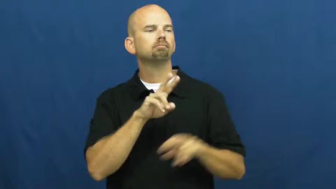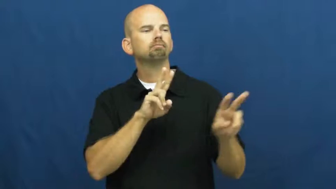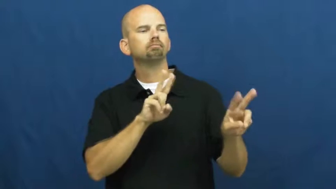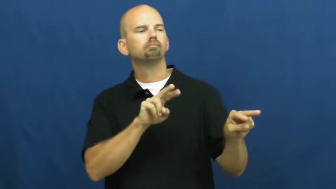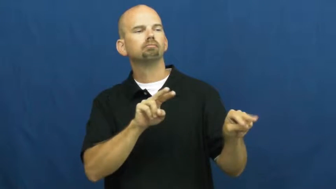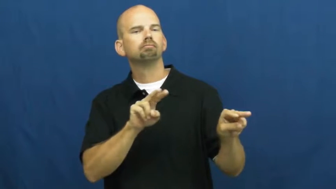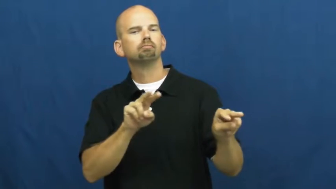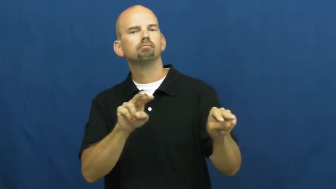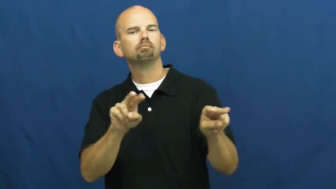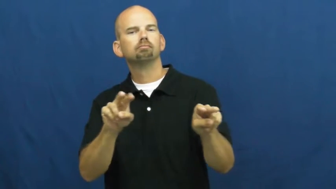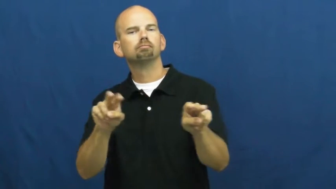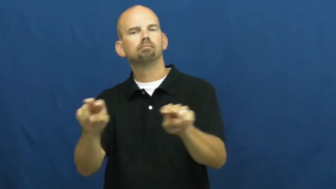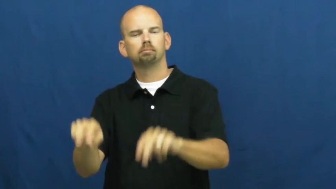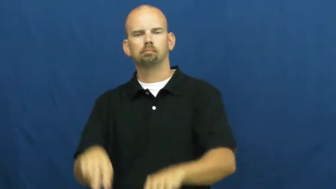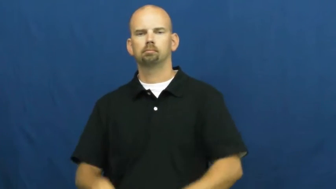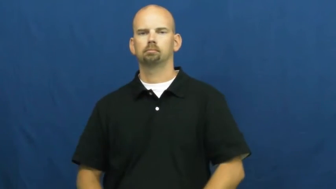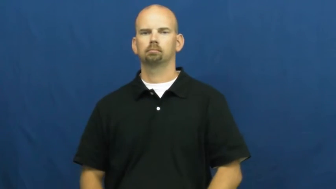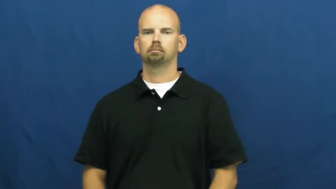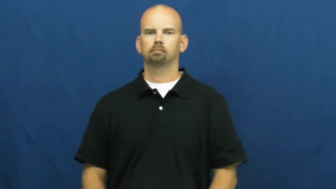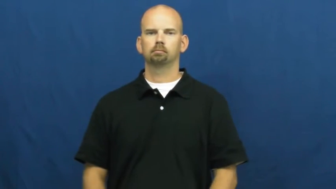shop,shop around-look around